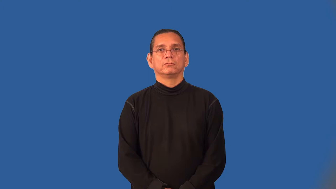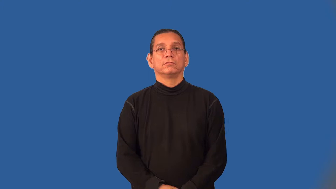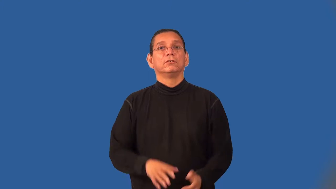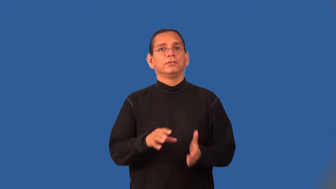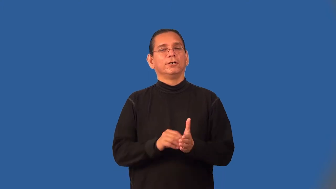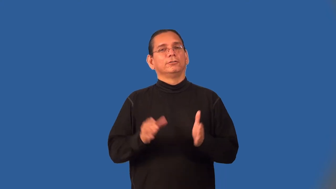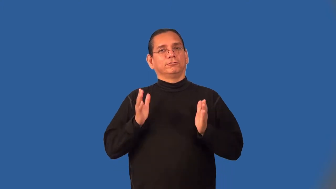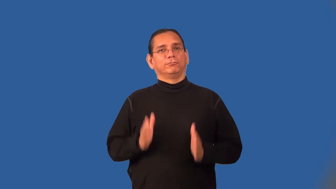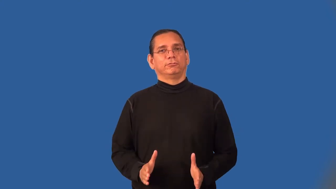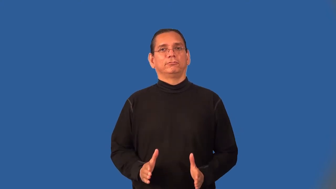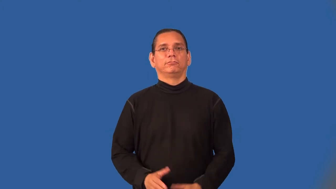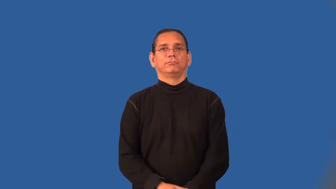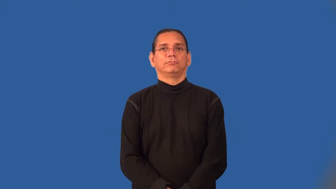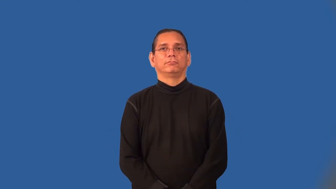grader-like 1st grader